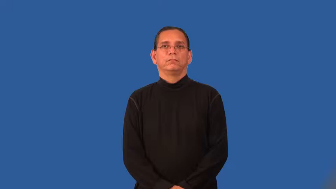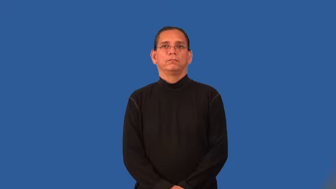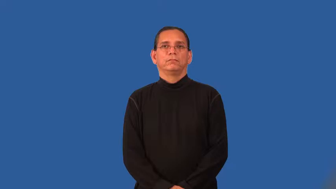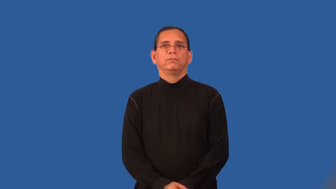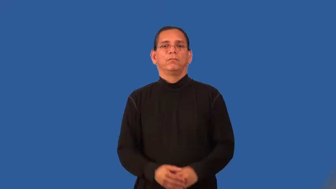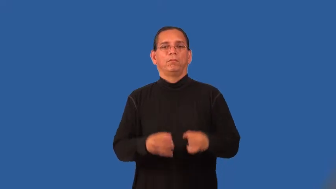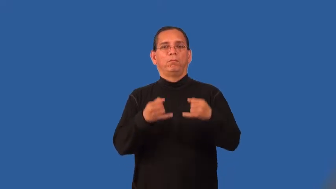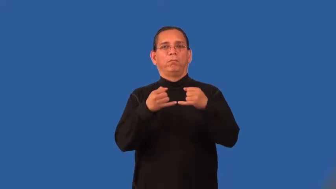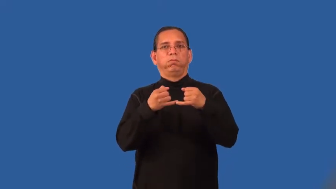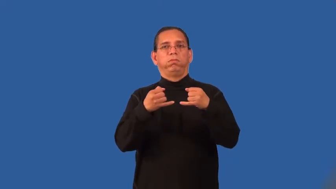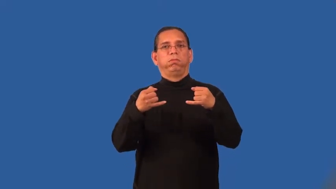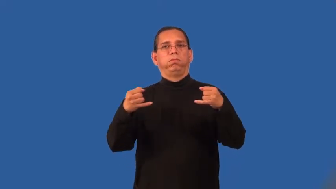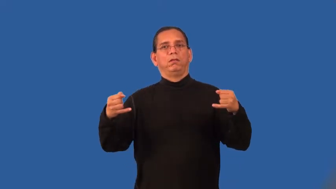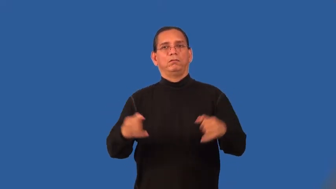stringy-like string